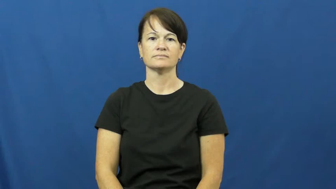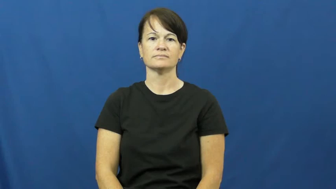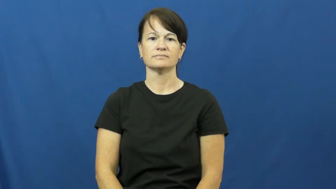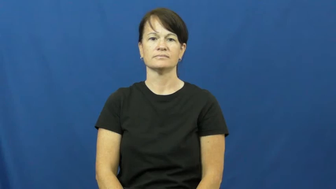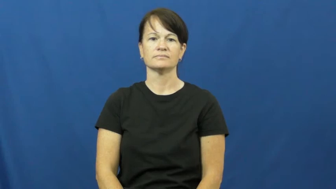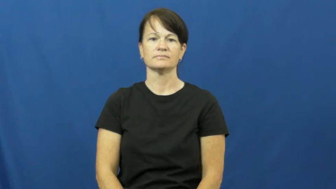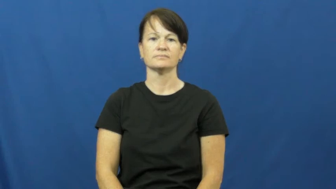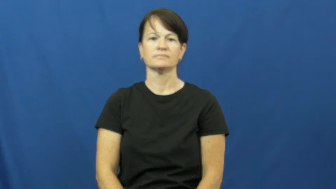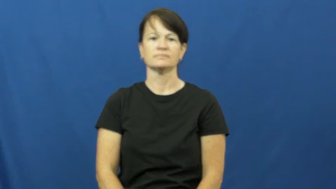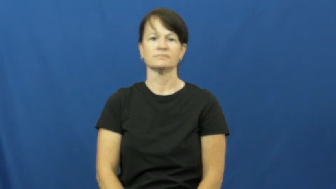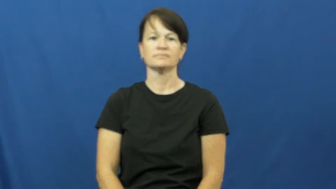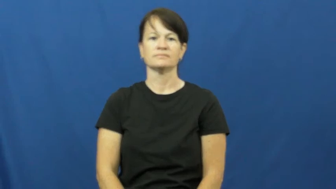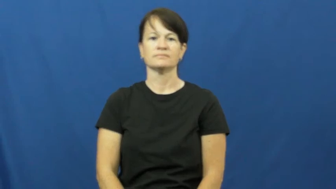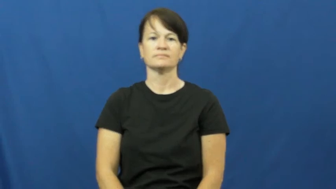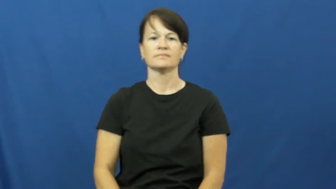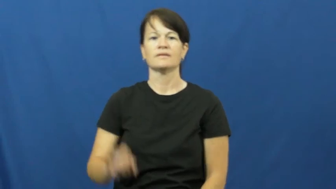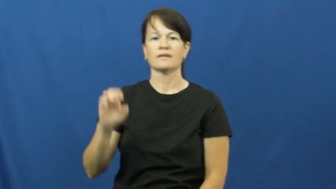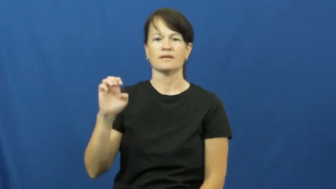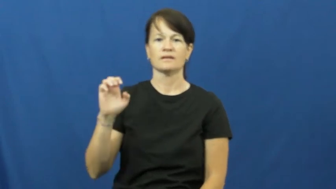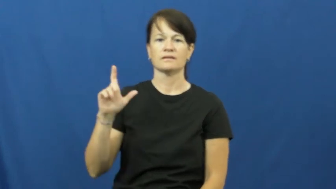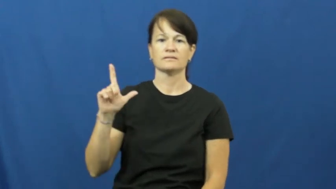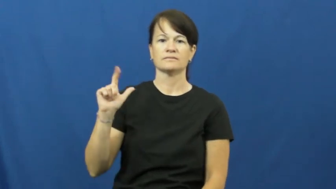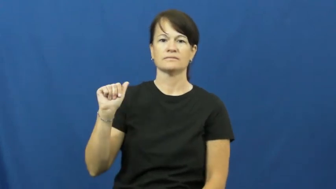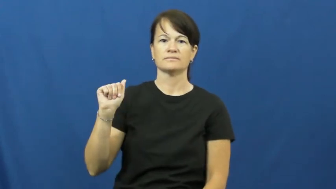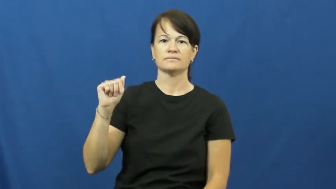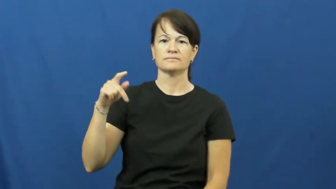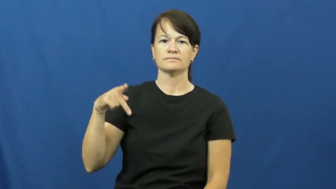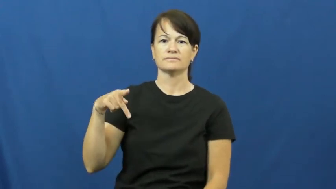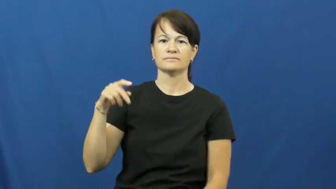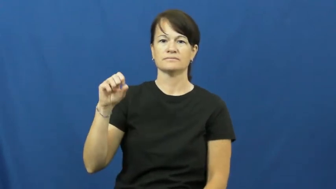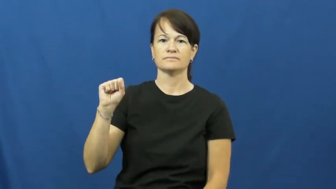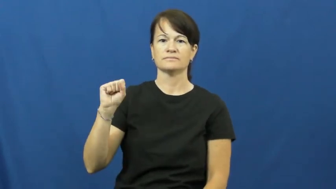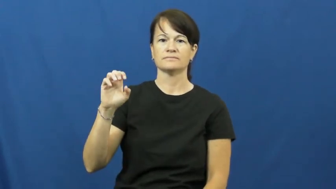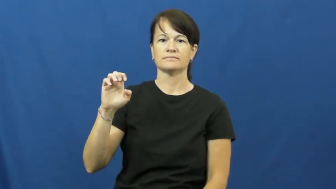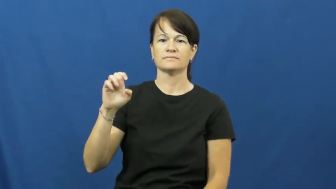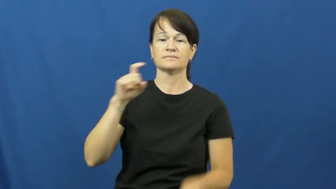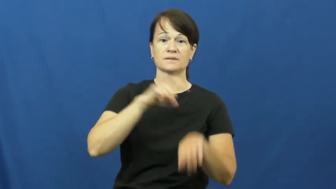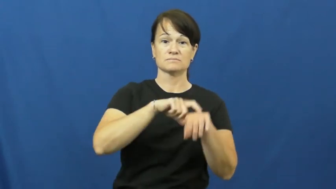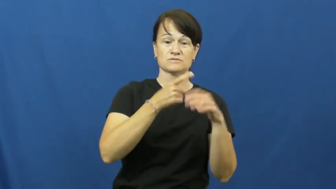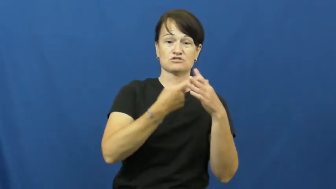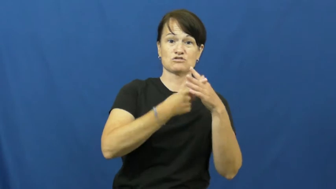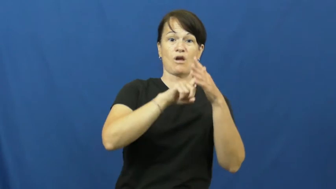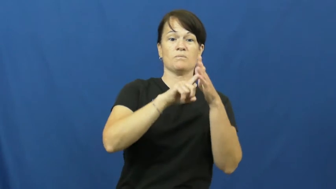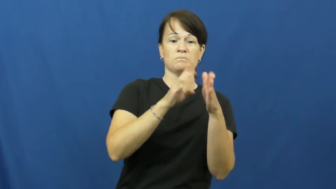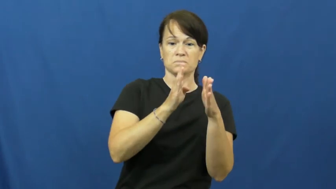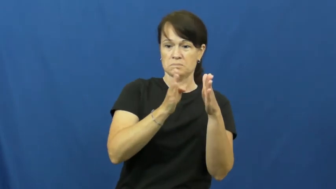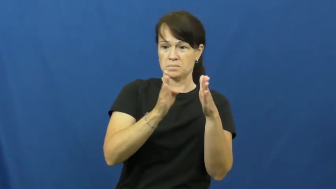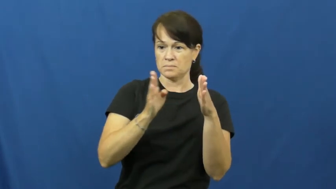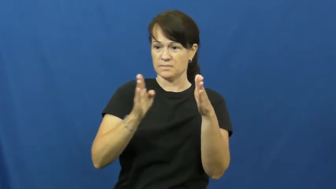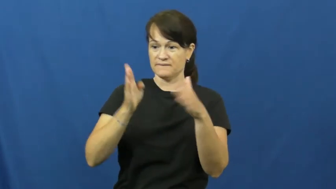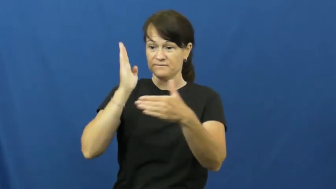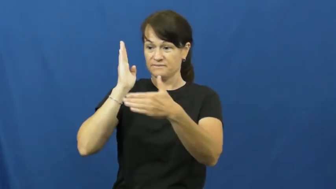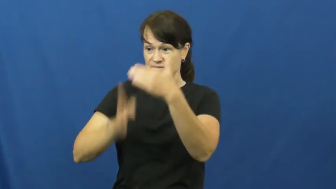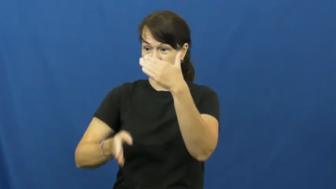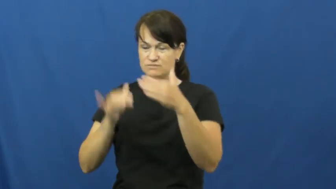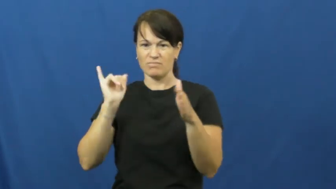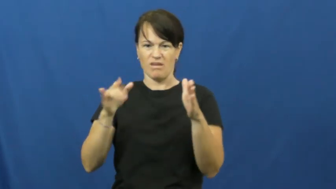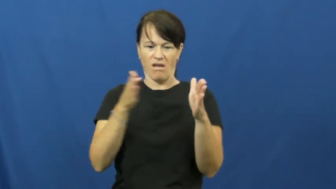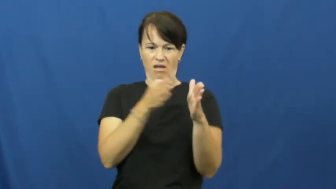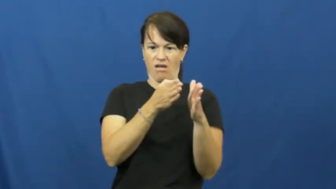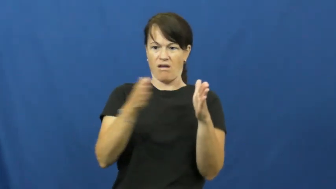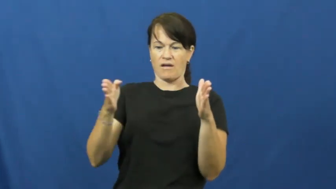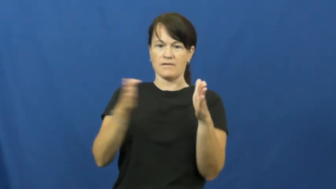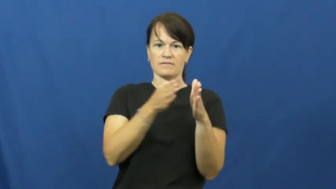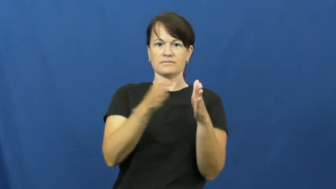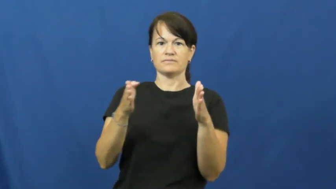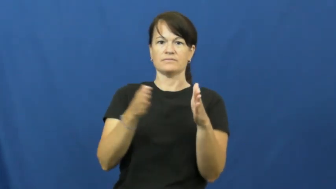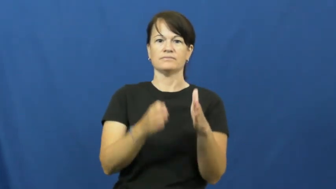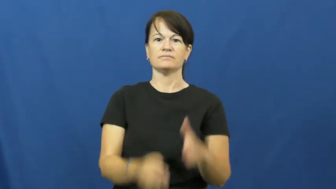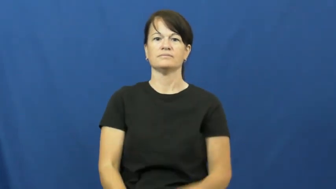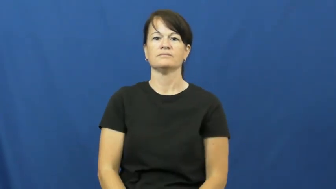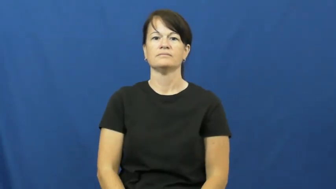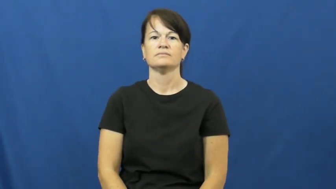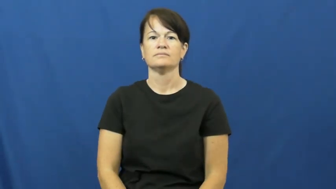elapse